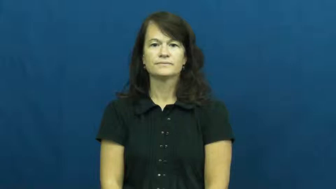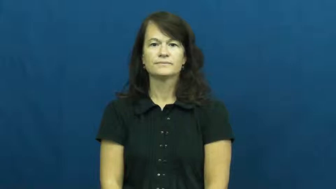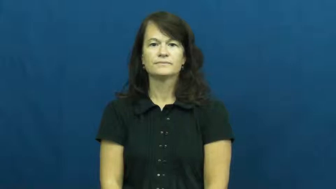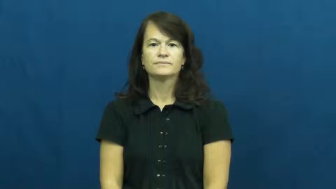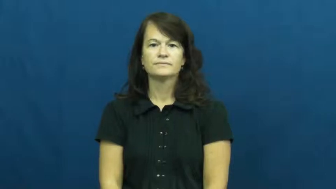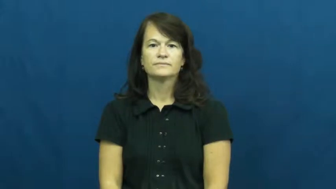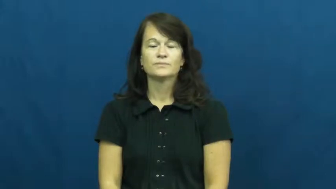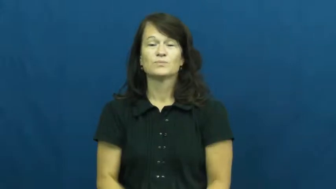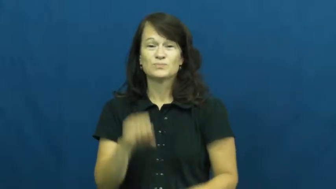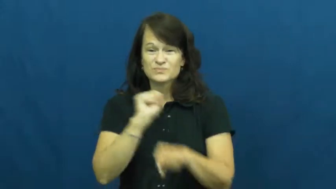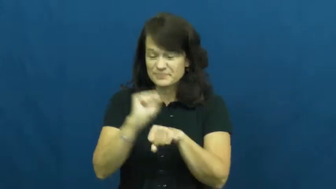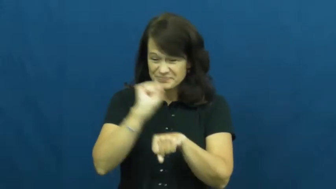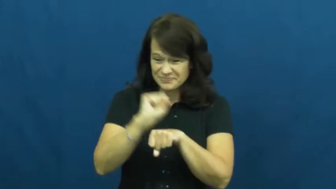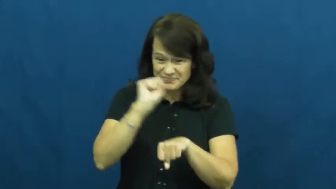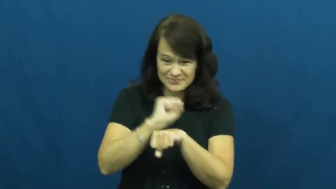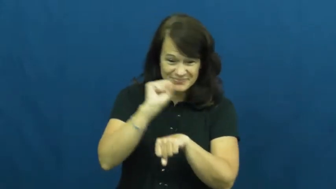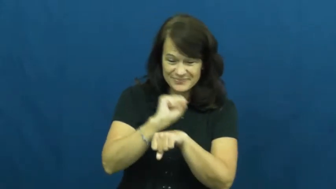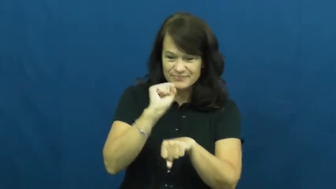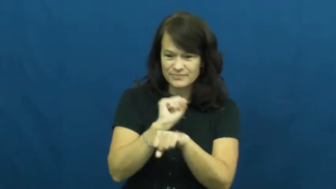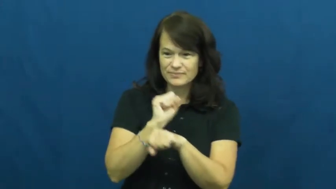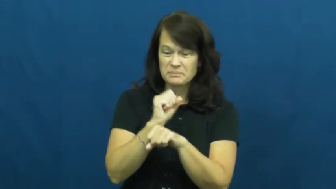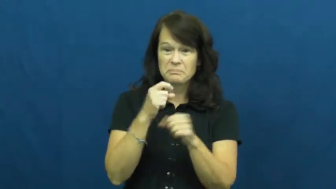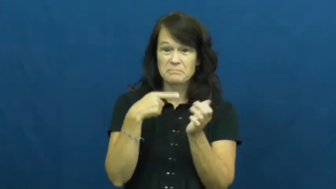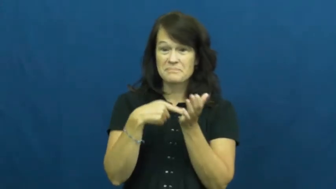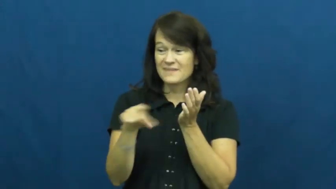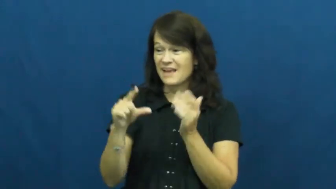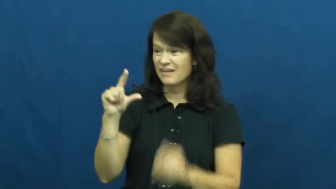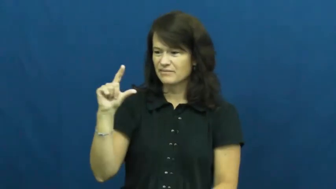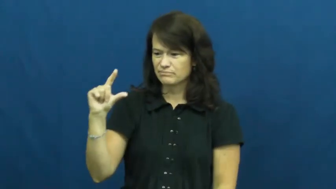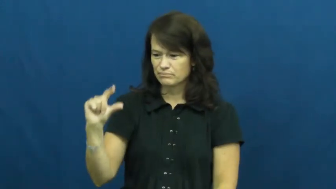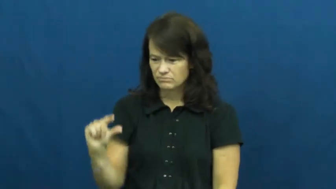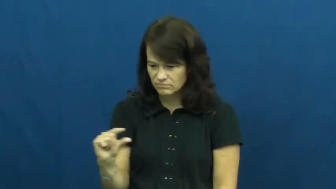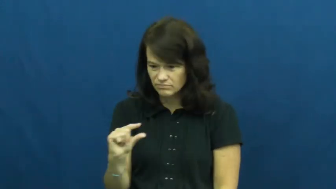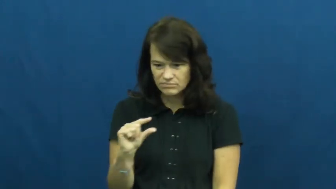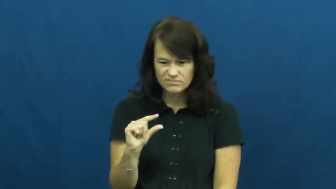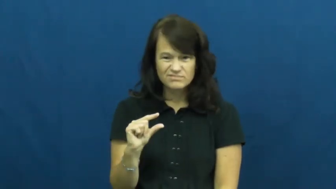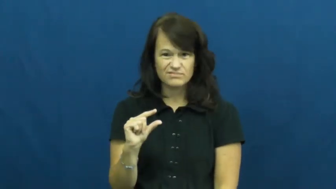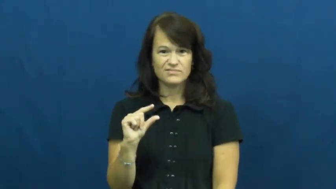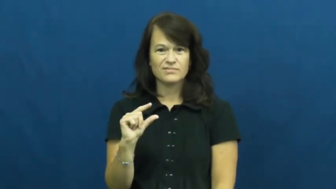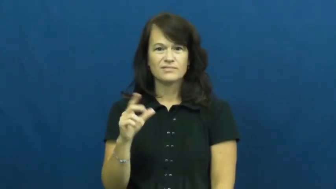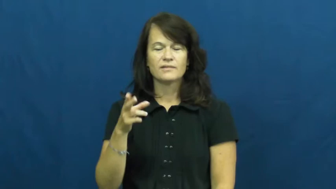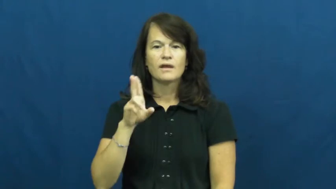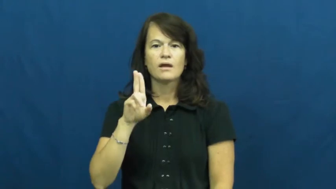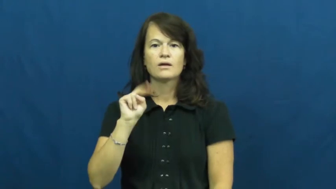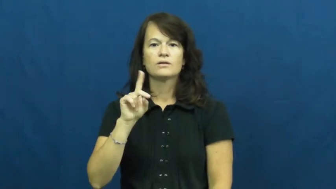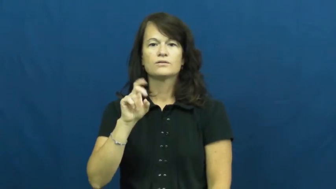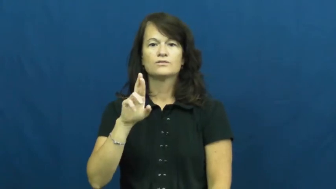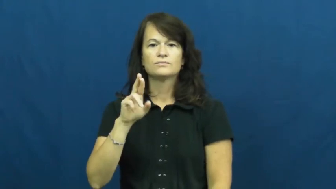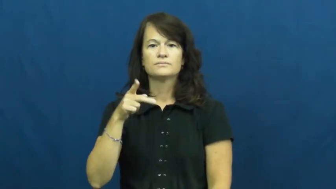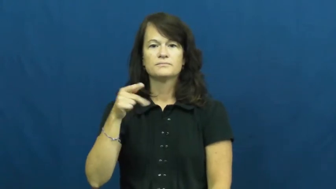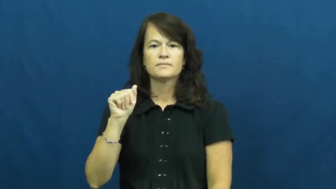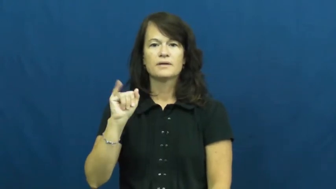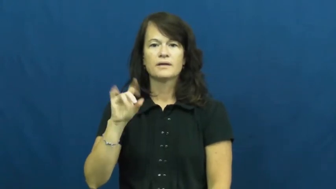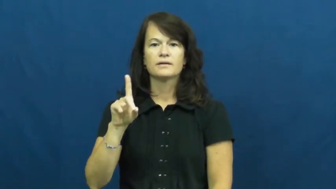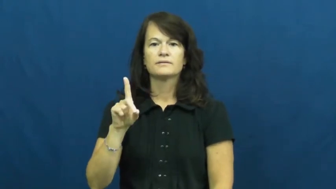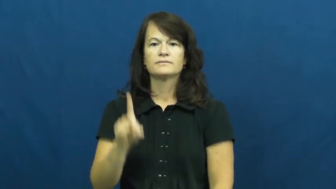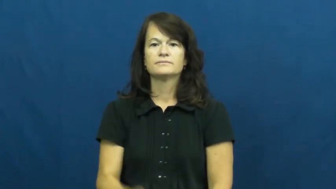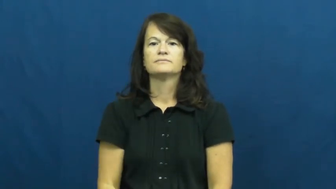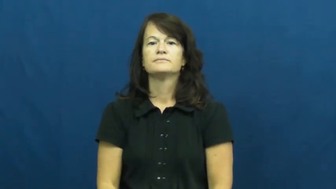underpaid